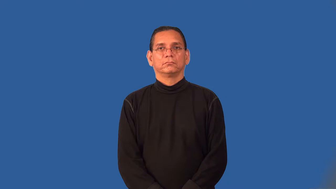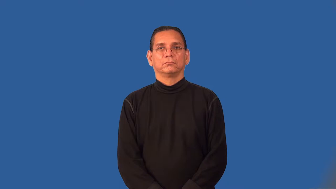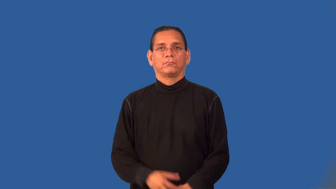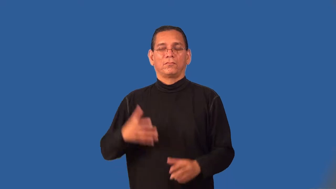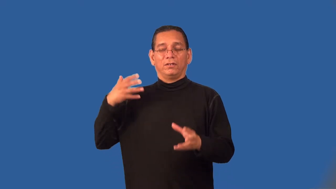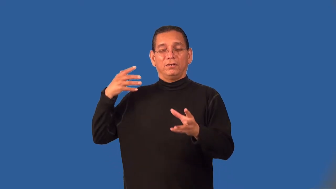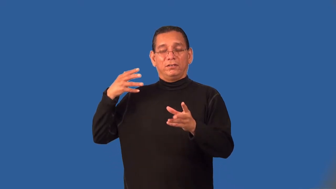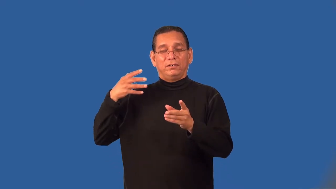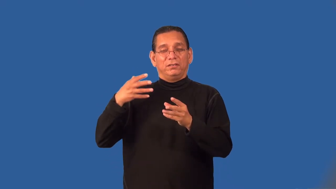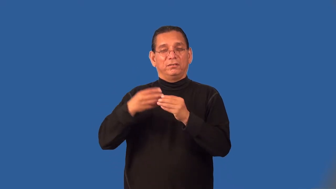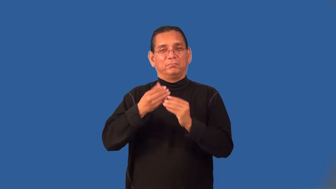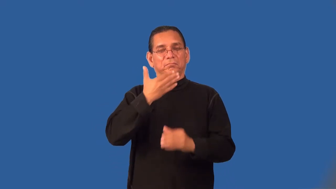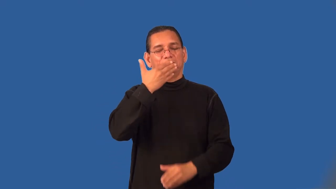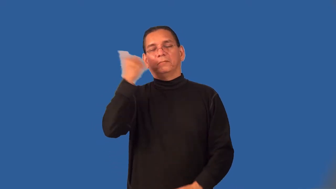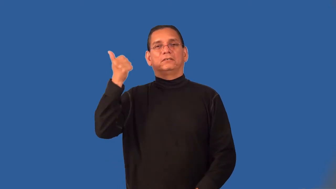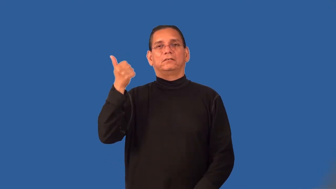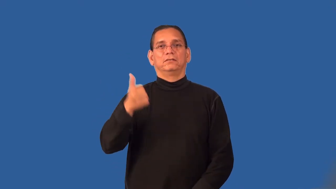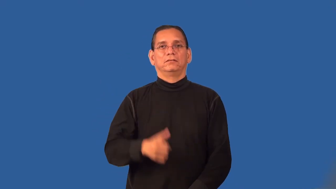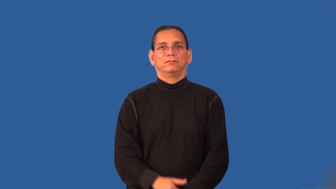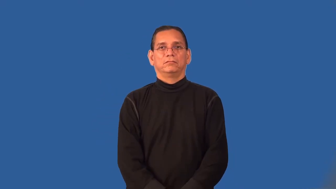prime-of life